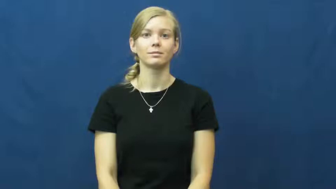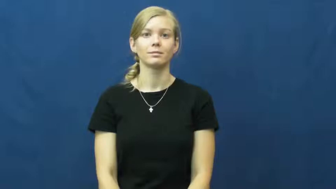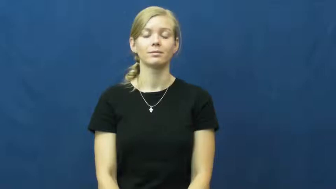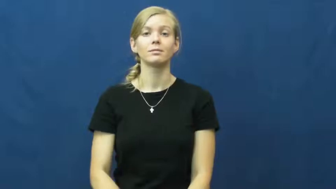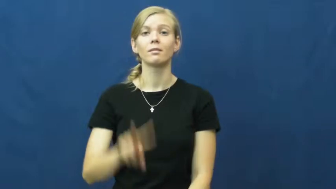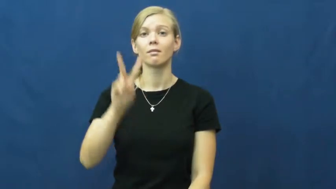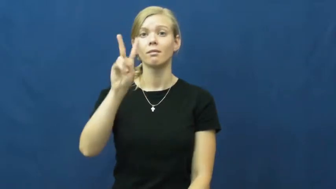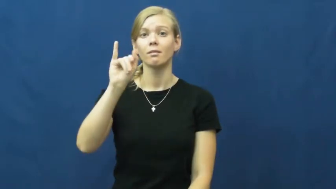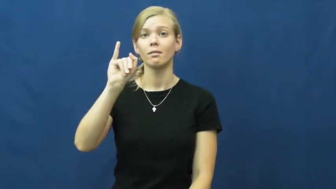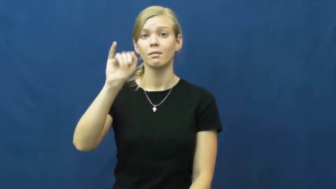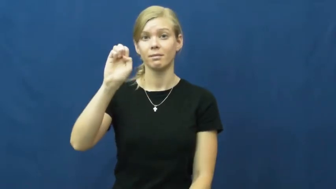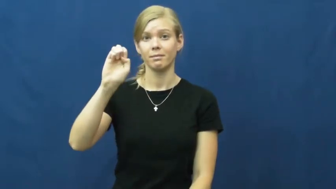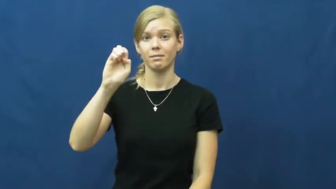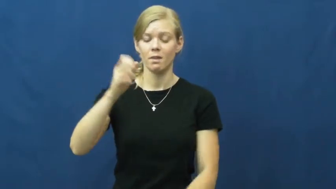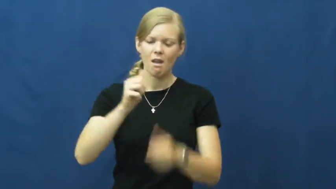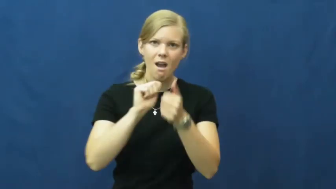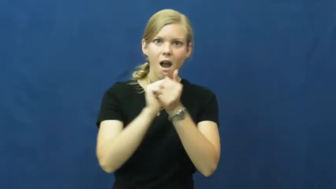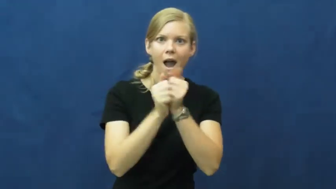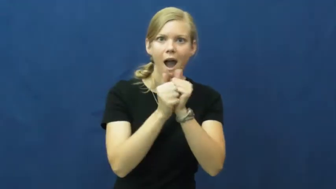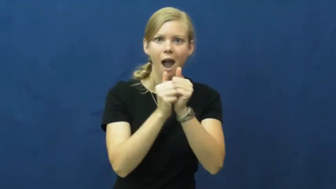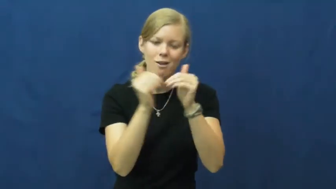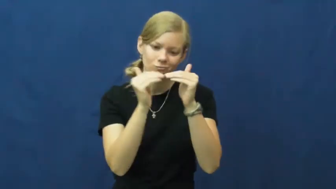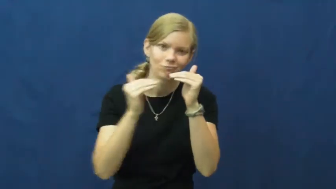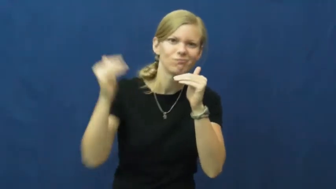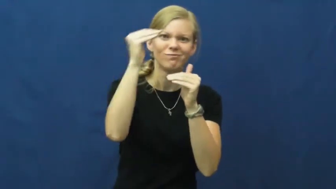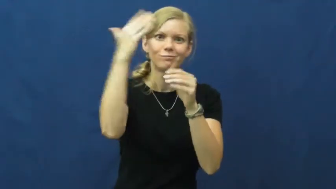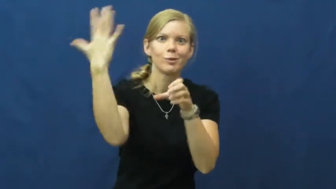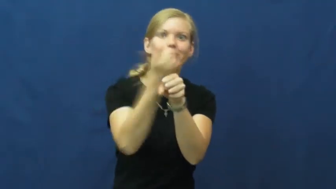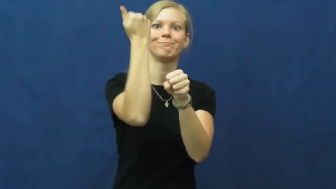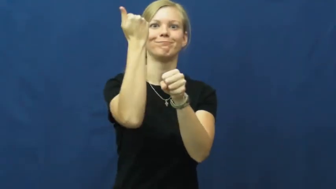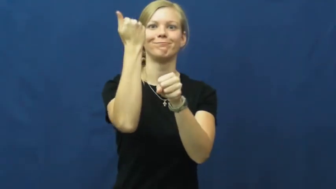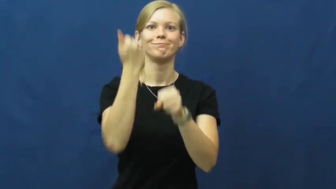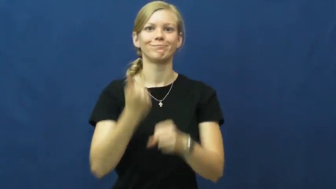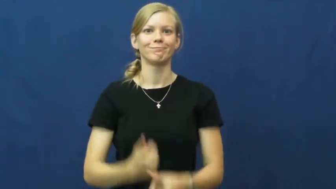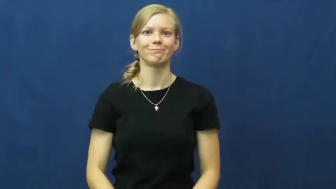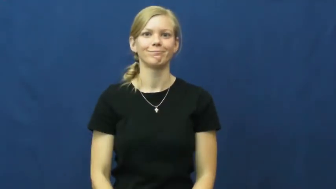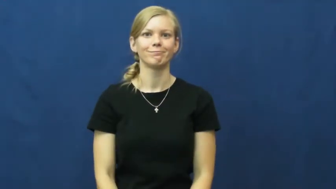vie